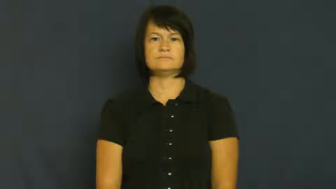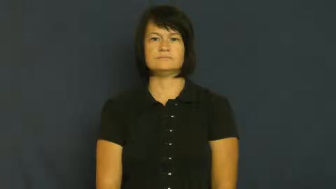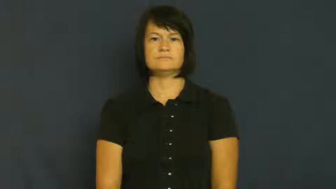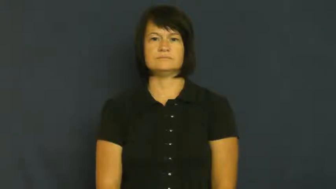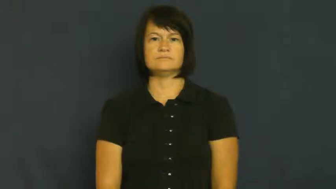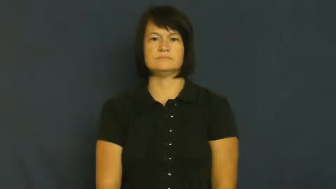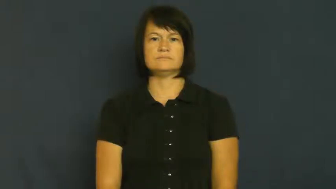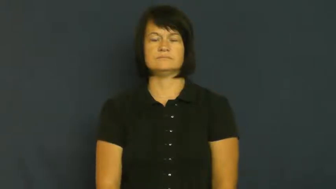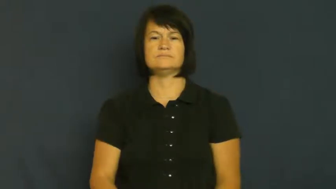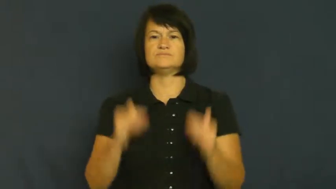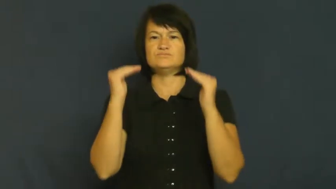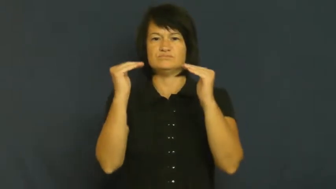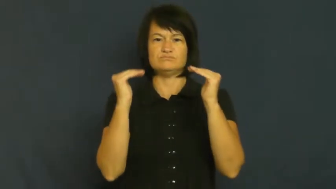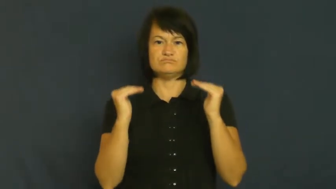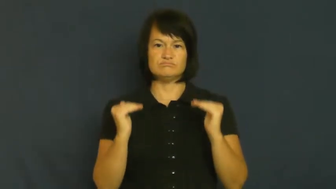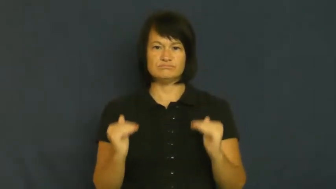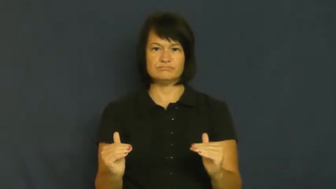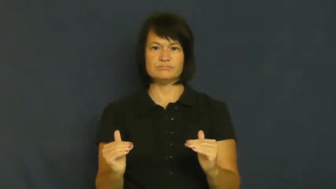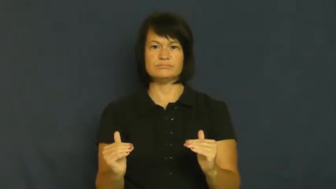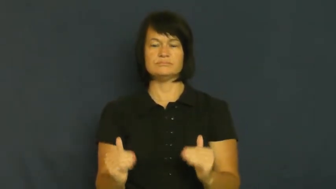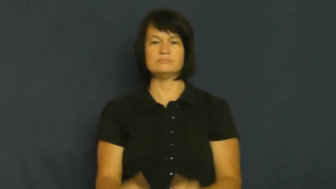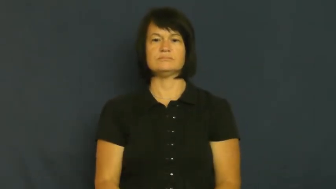sink,go down-low